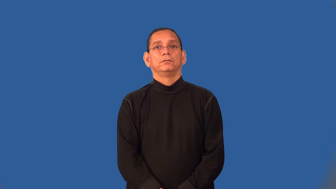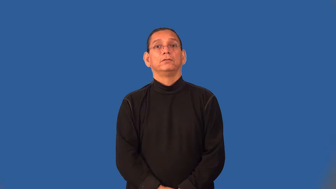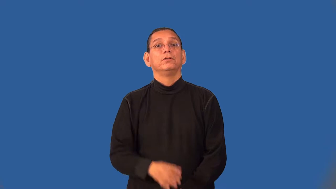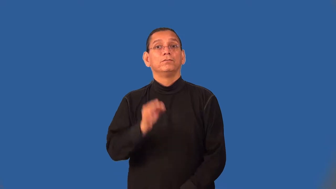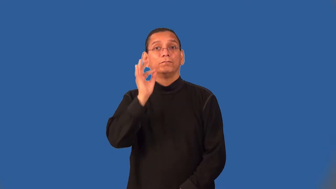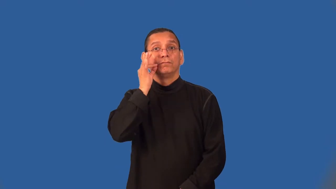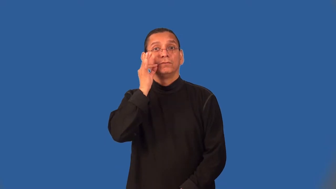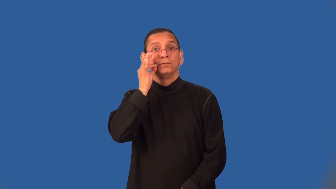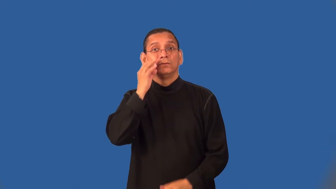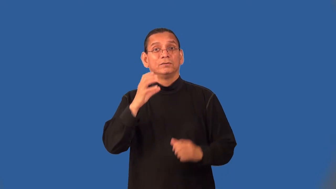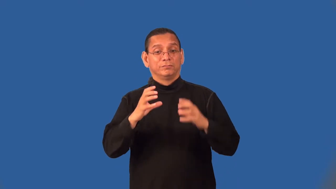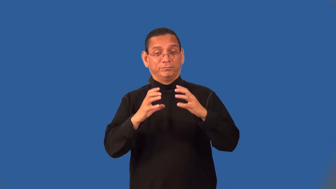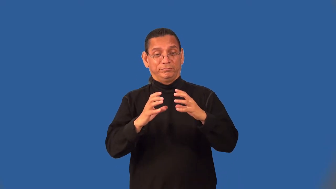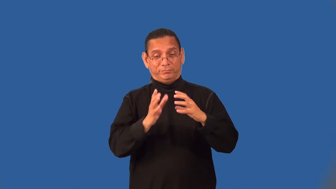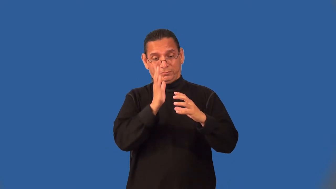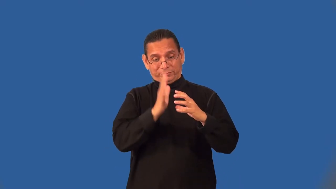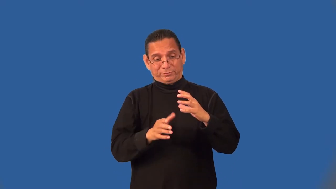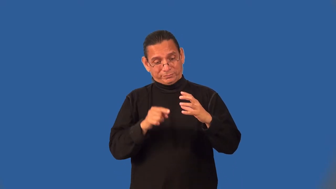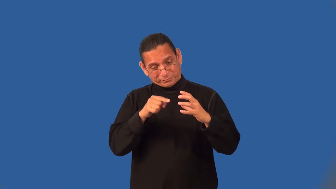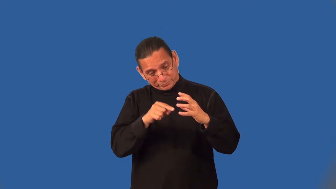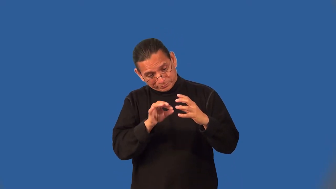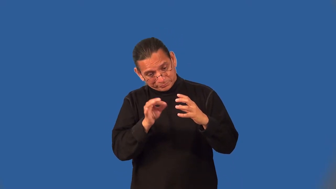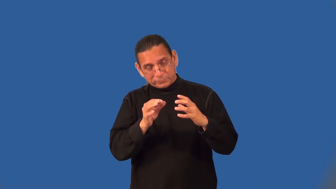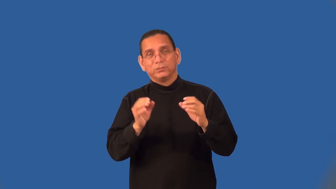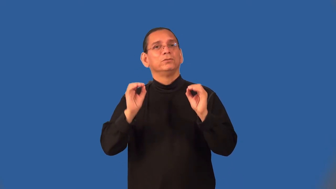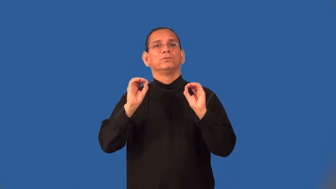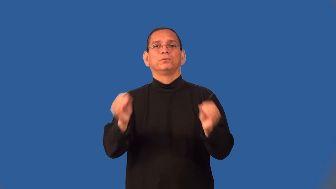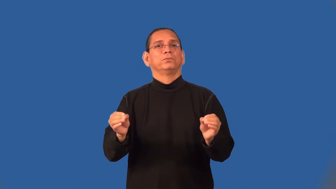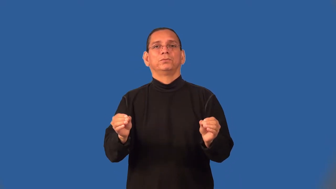seedless